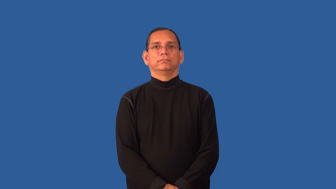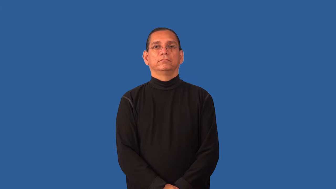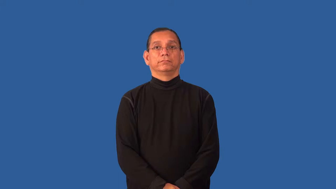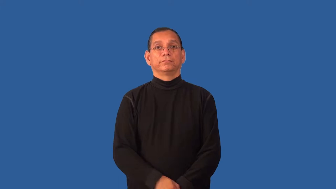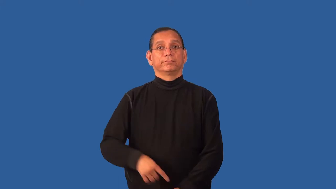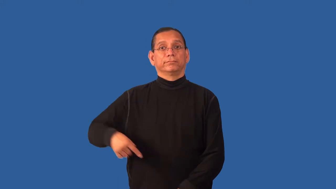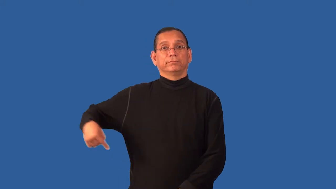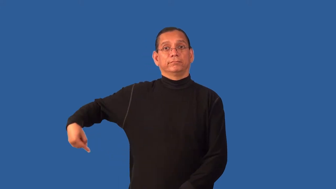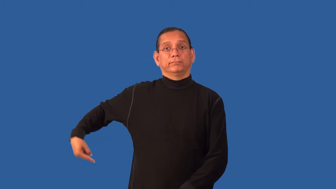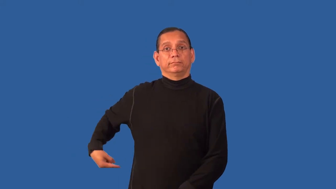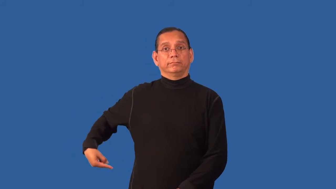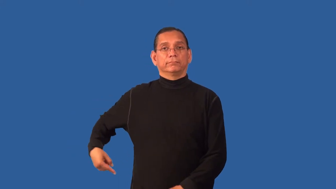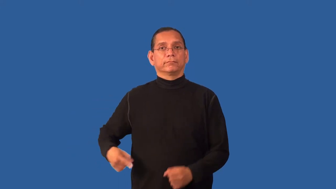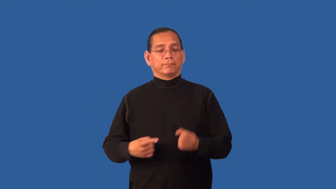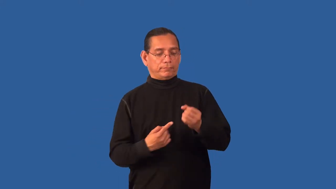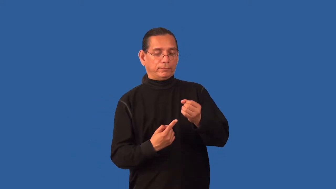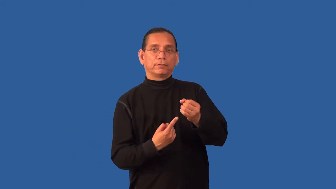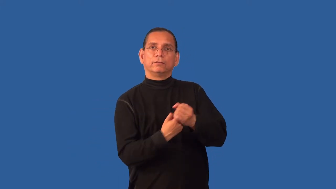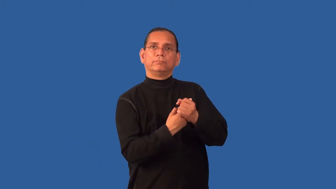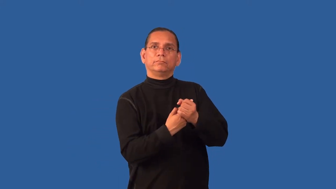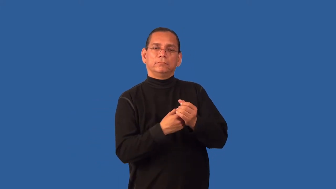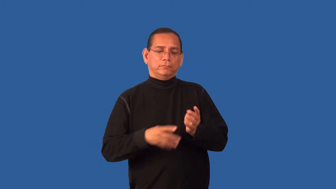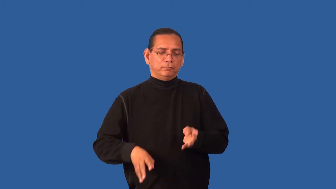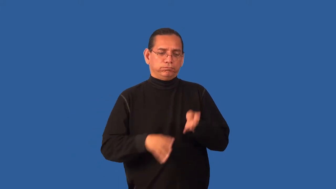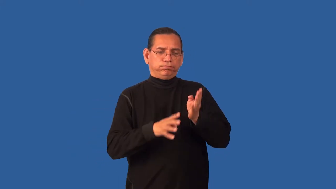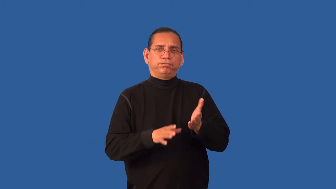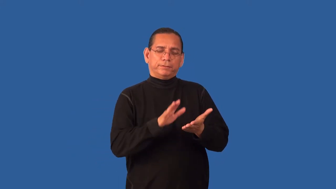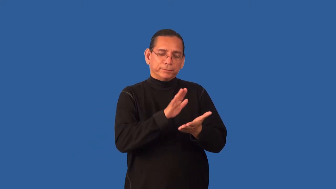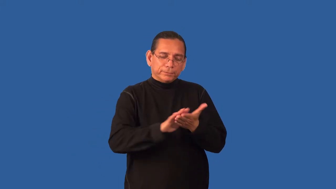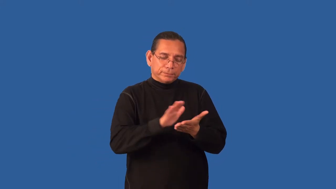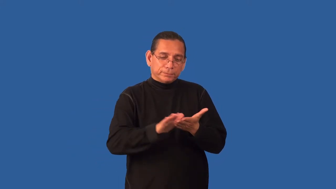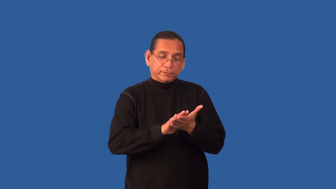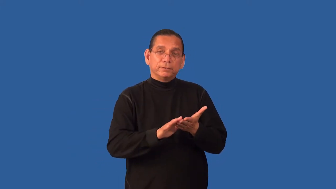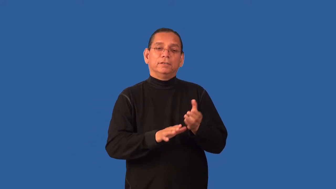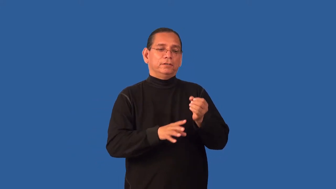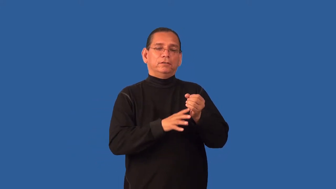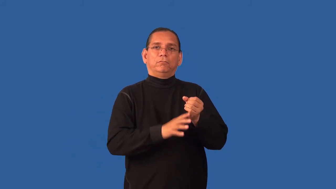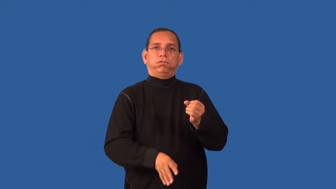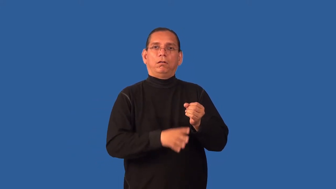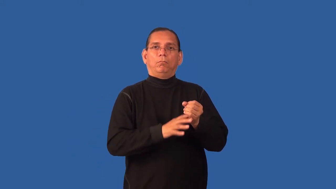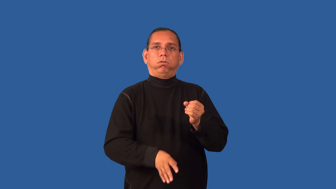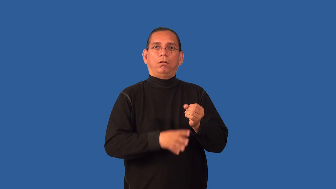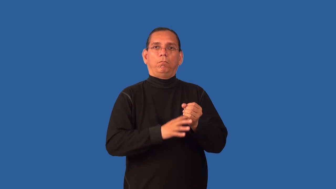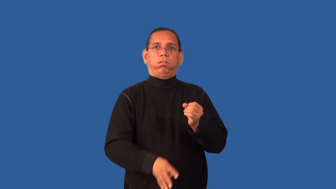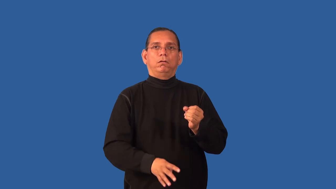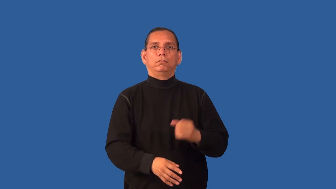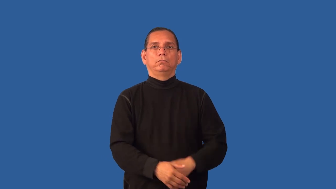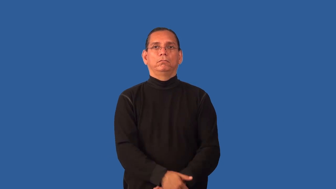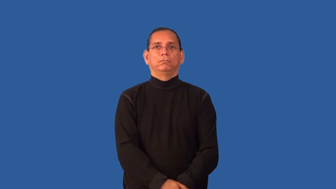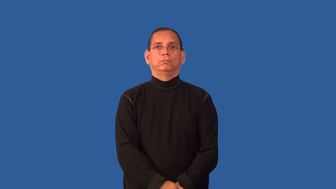enema